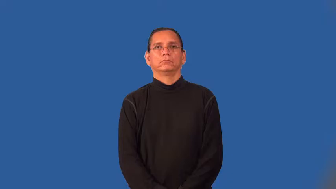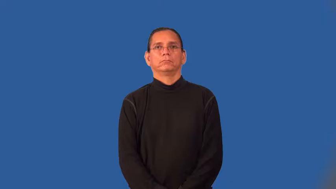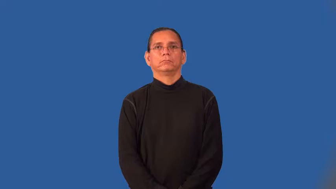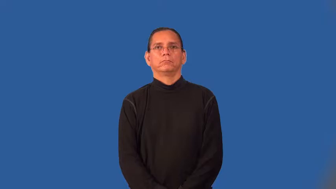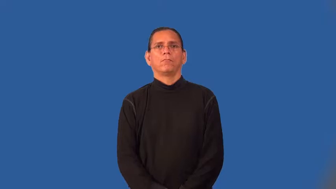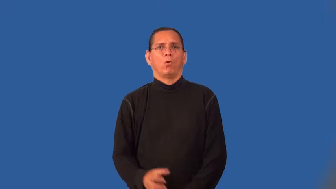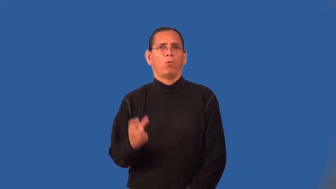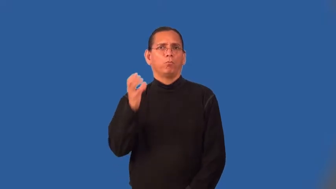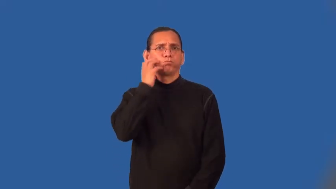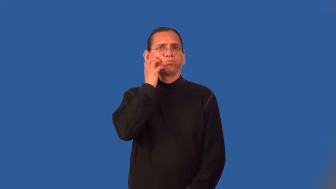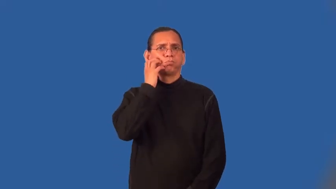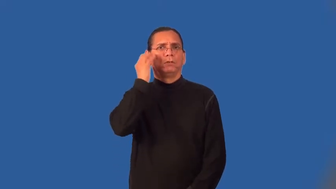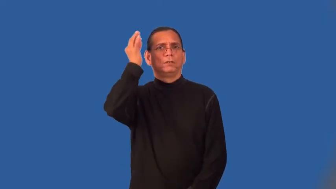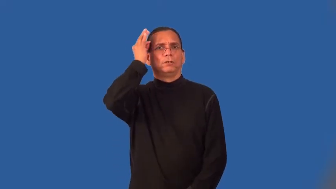bushy-hair